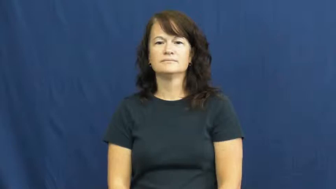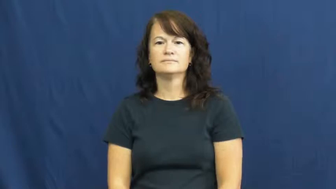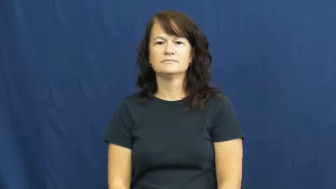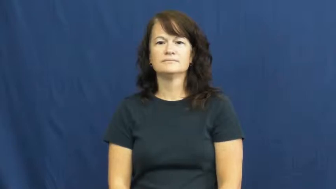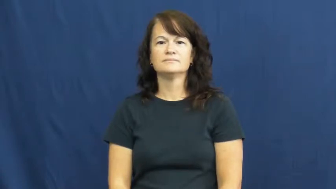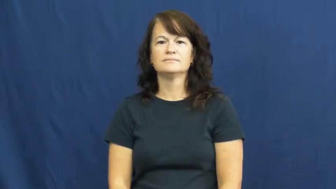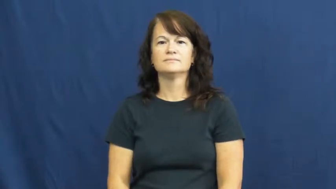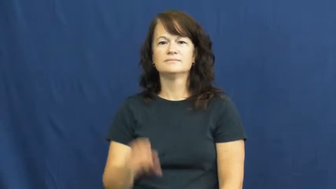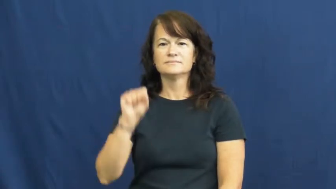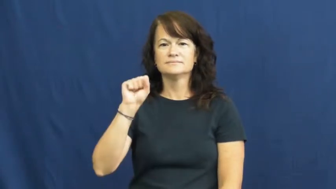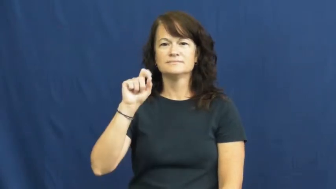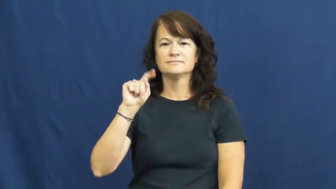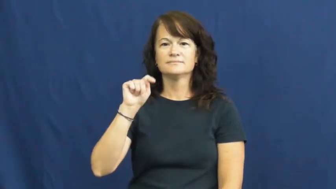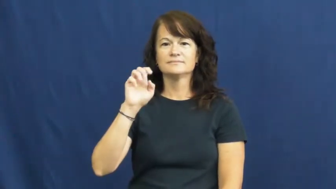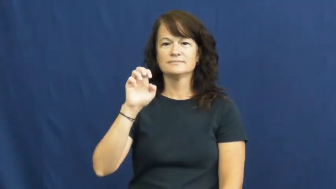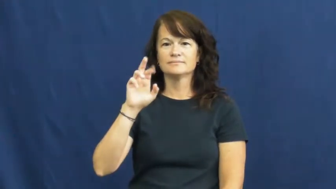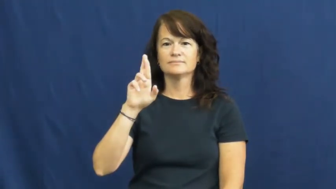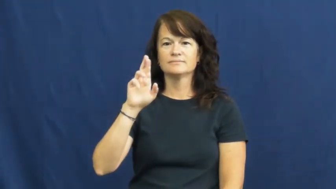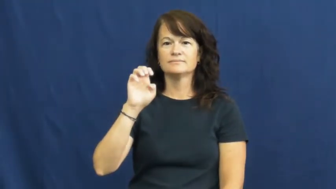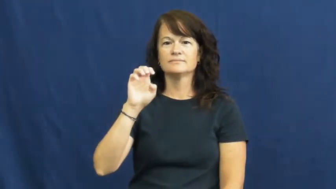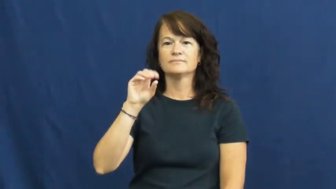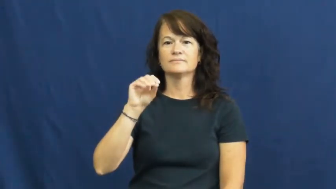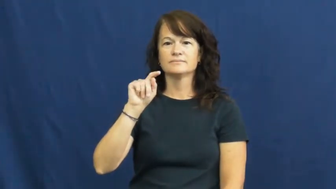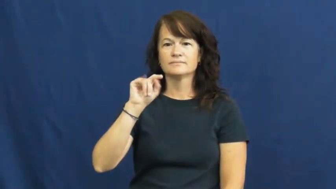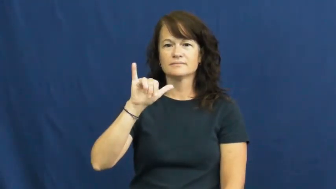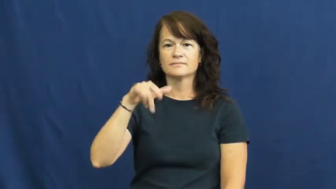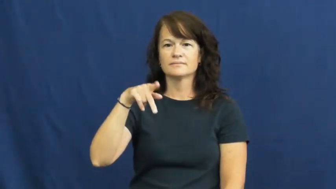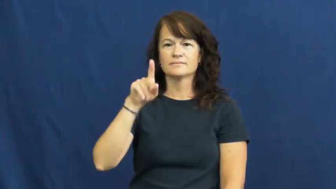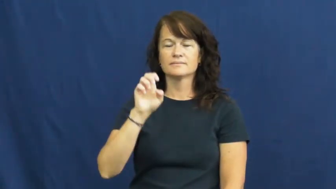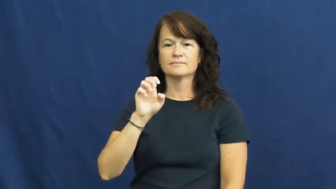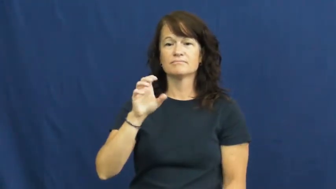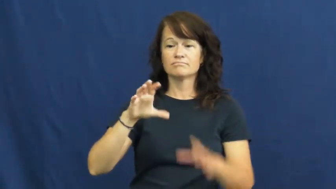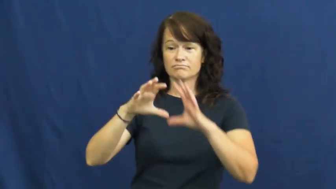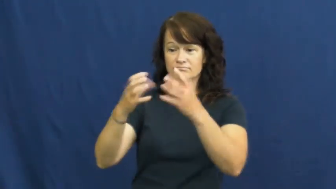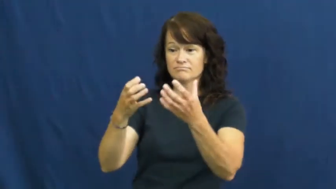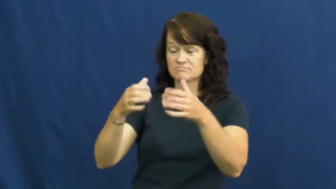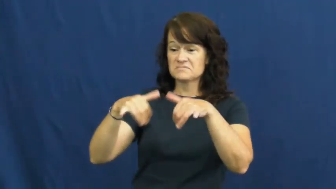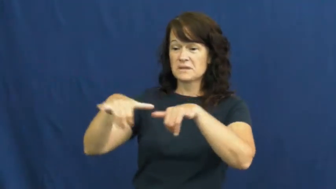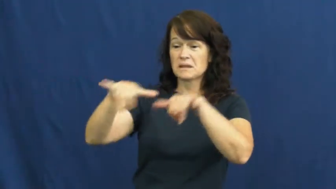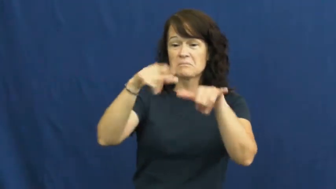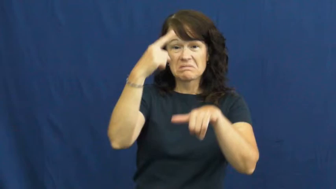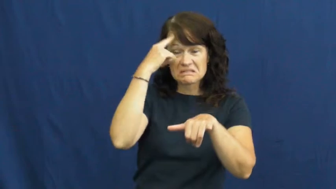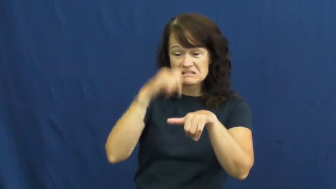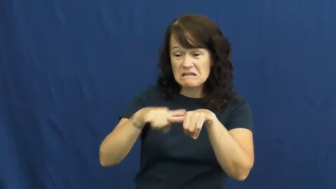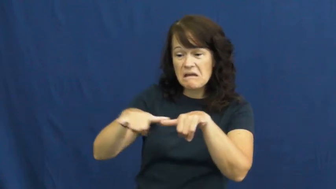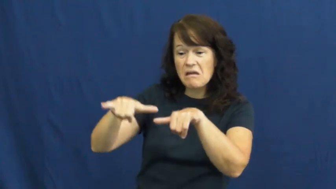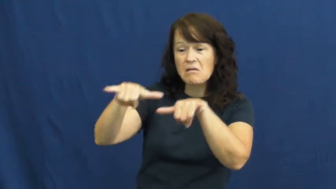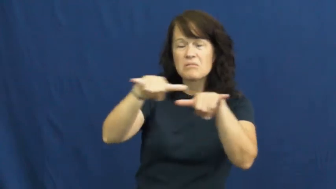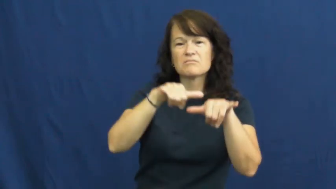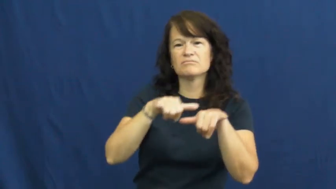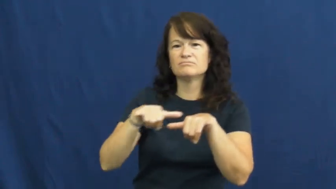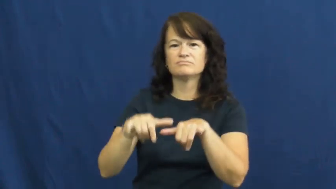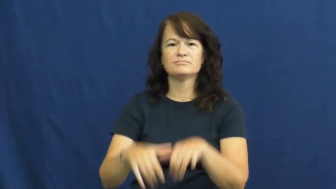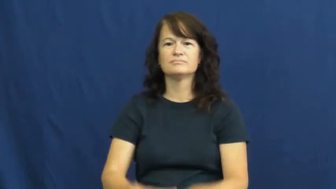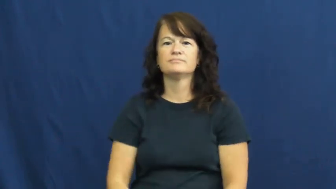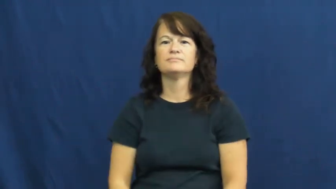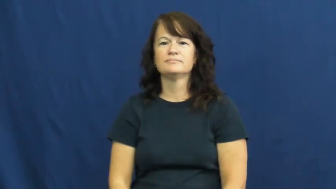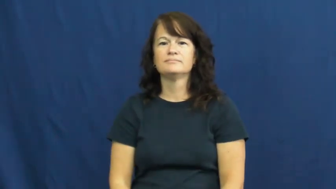stereotype